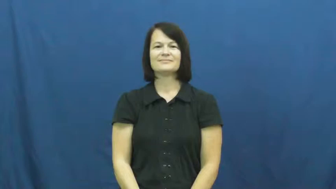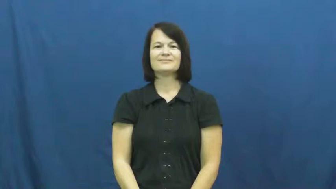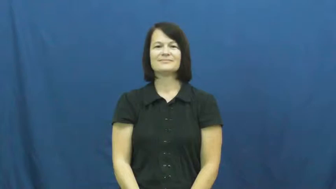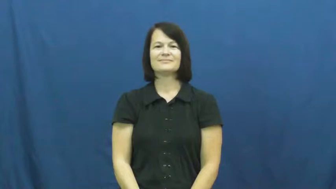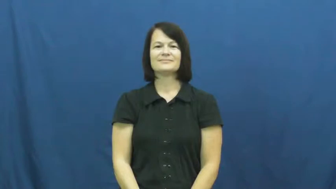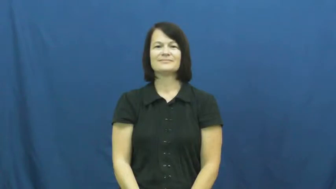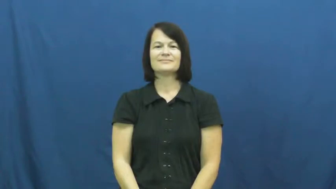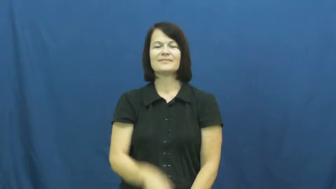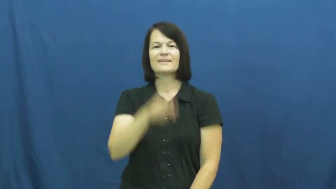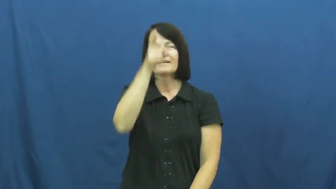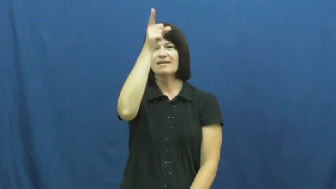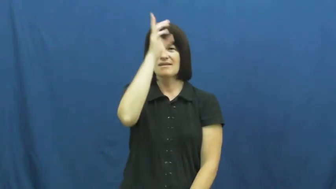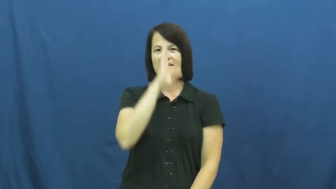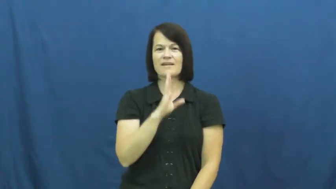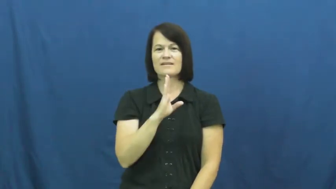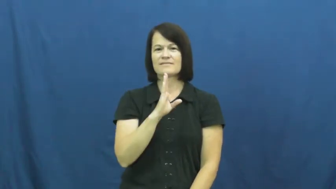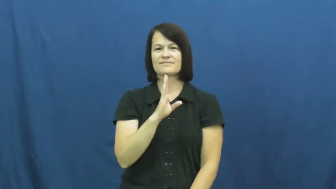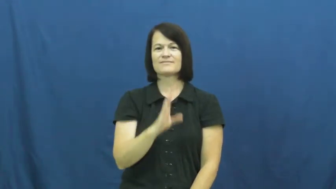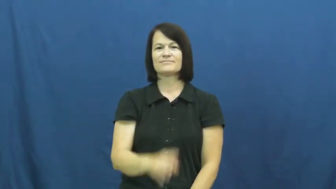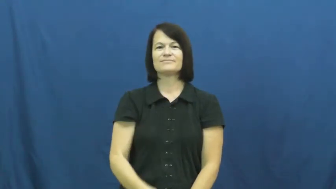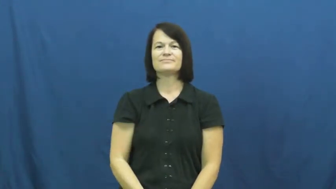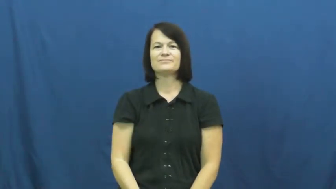god,deity,godhead,godhood,maker,divinity